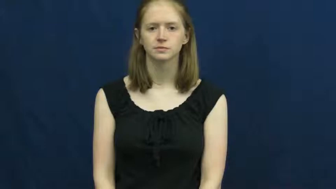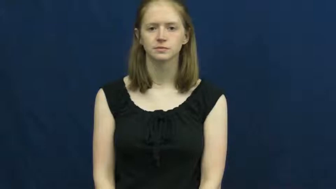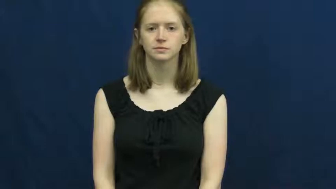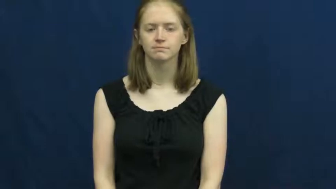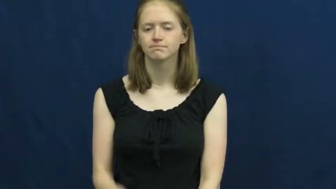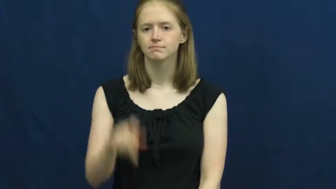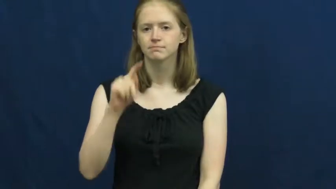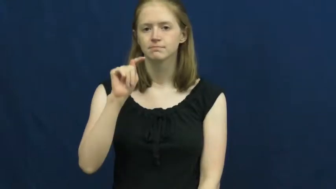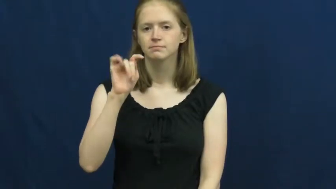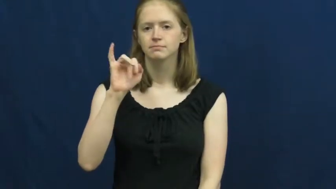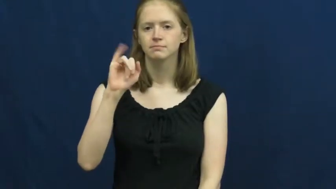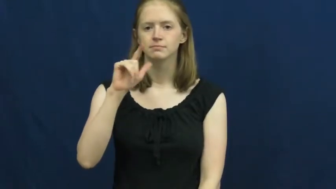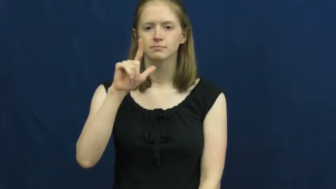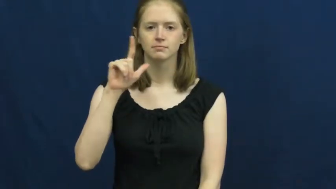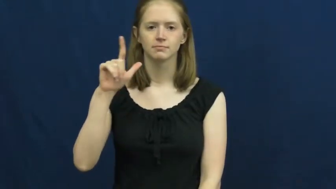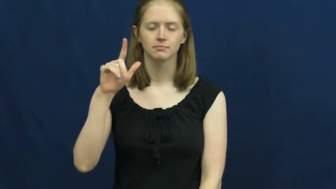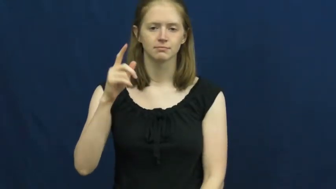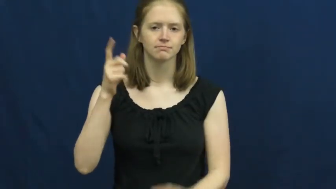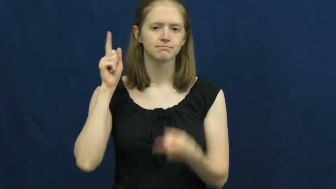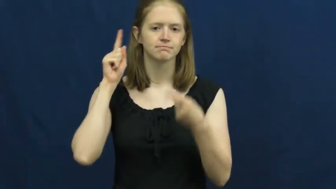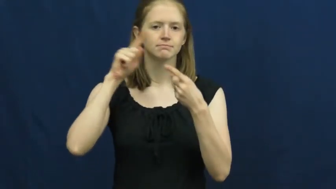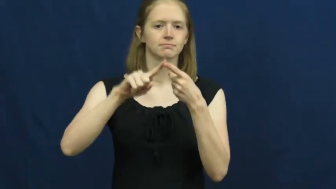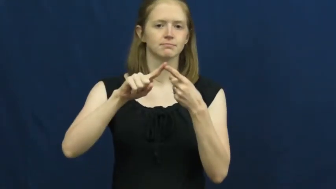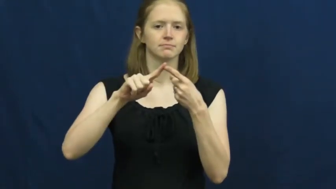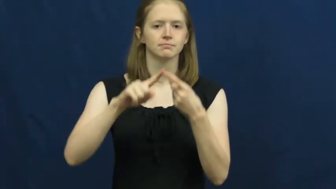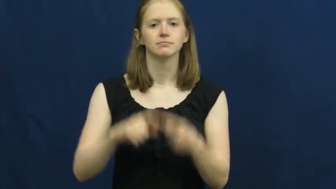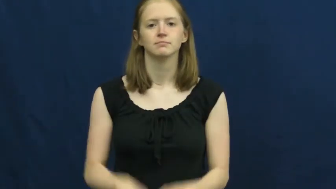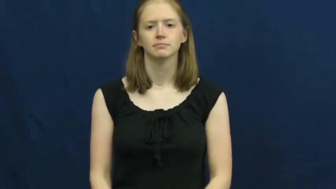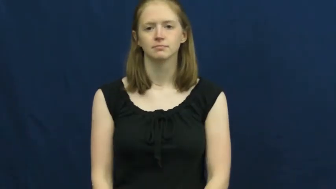till-until